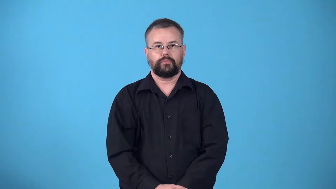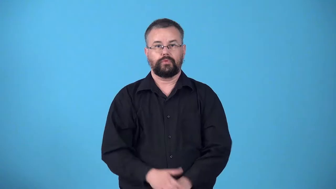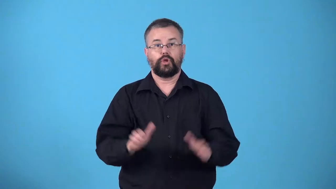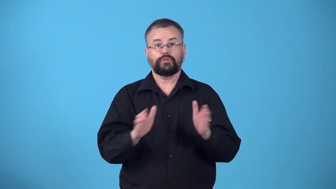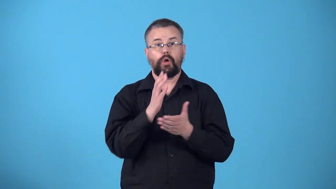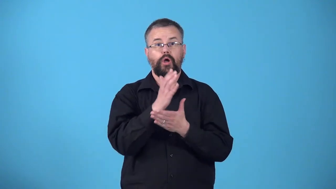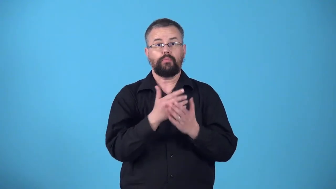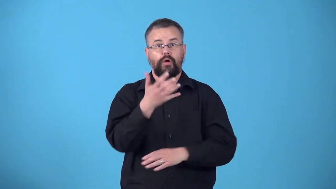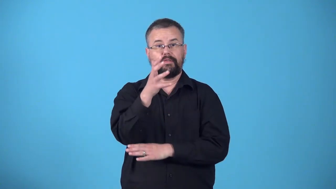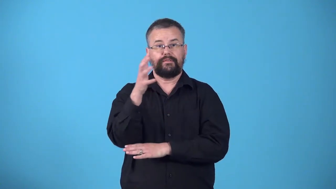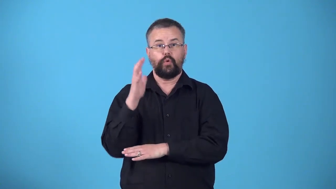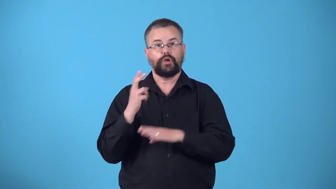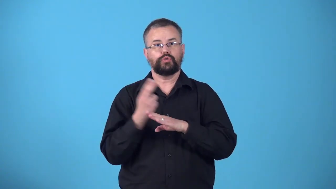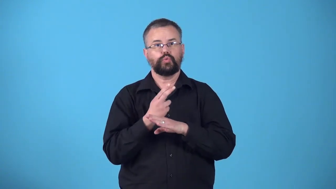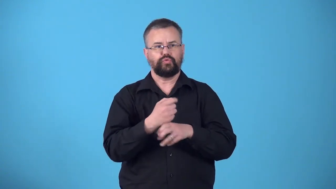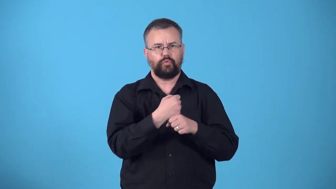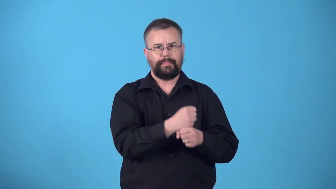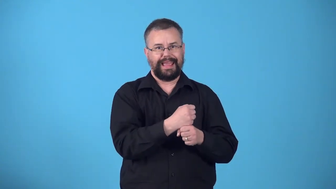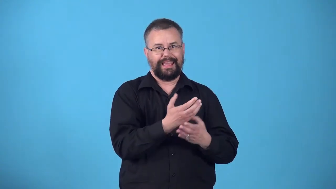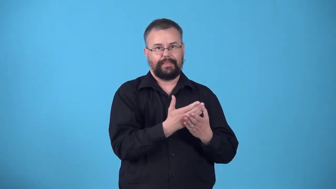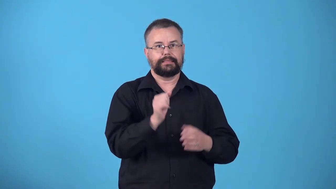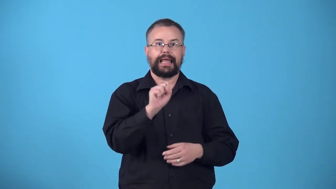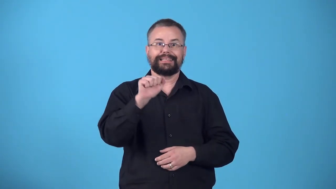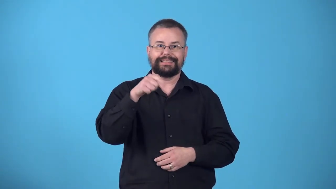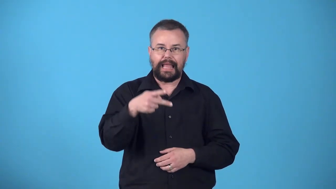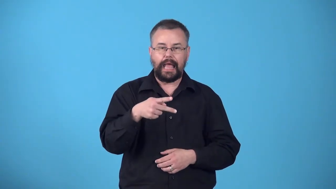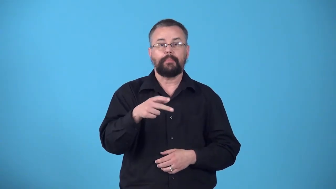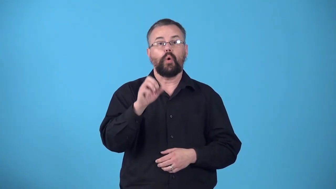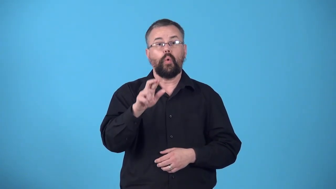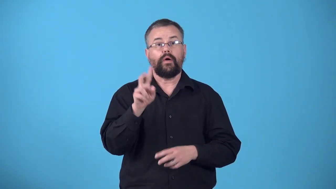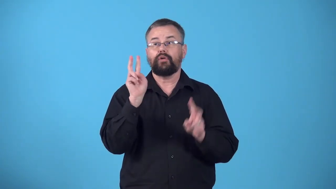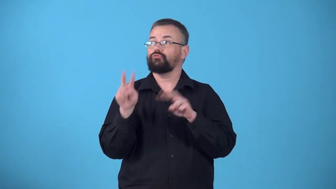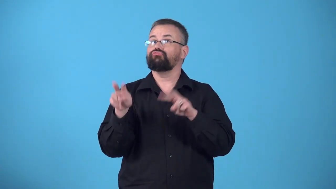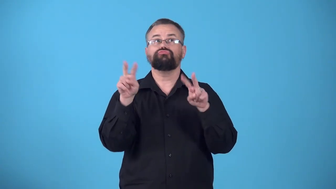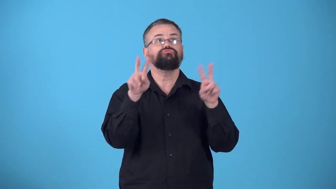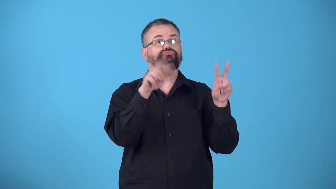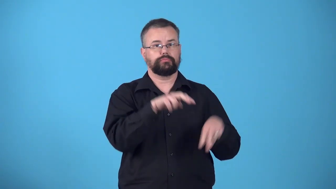woodlot